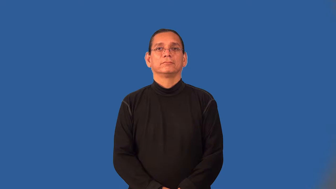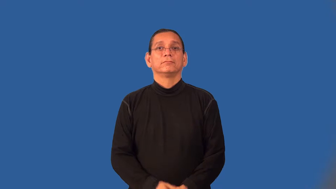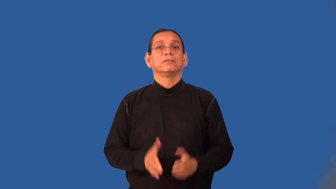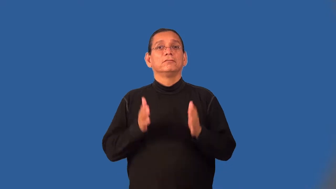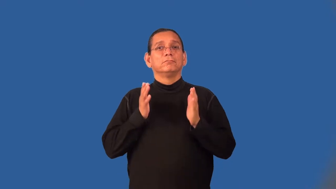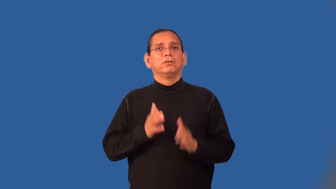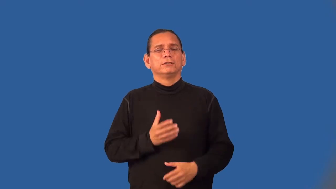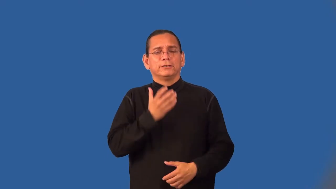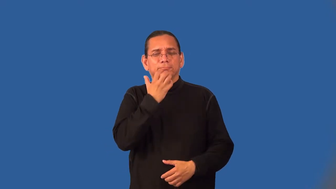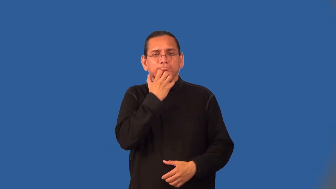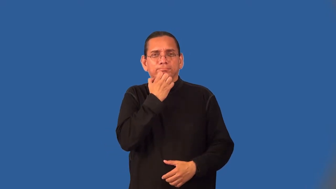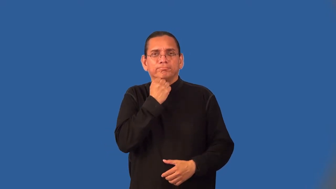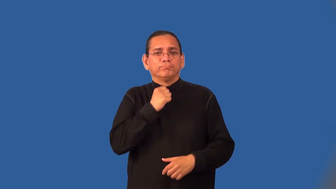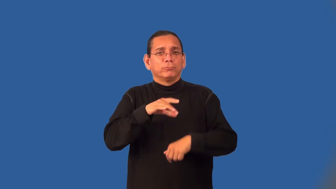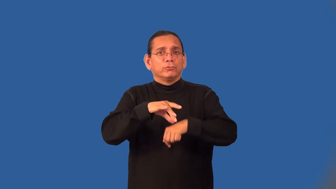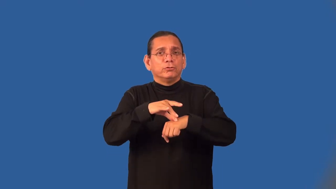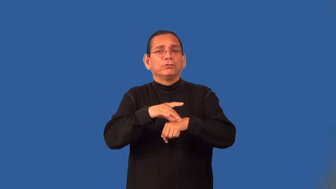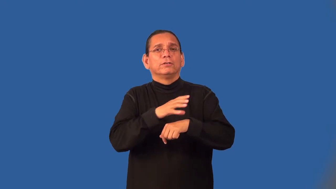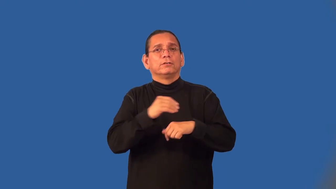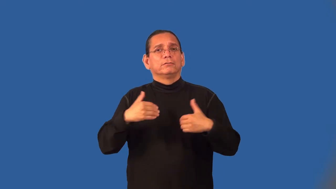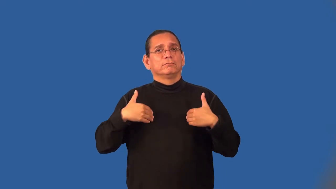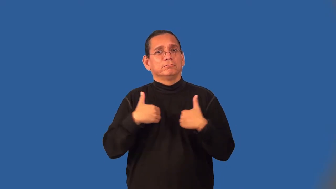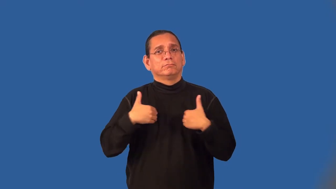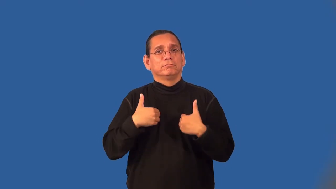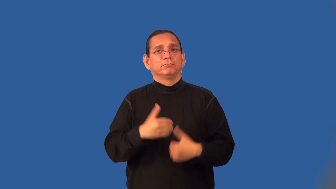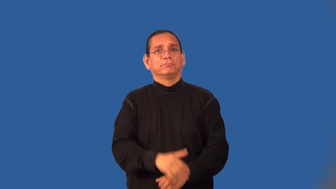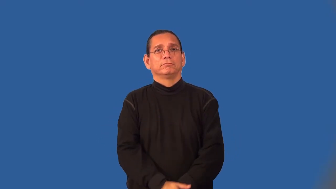conservationist